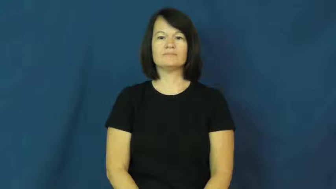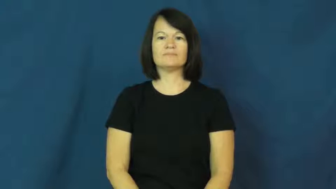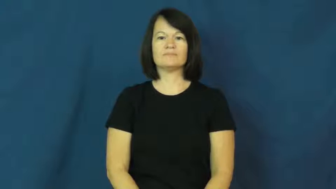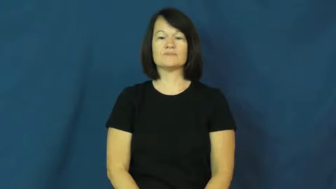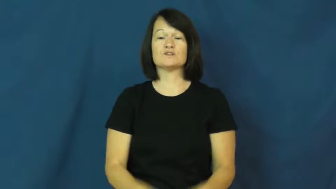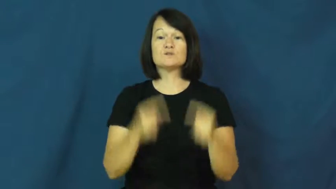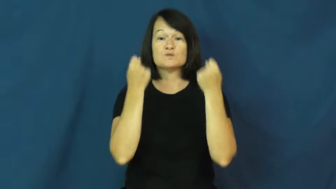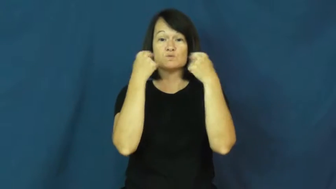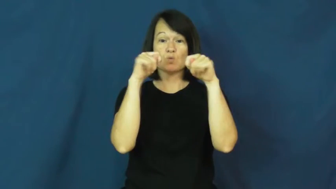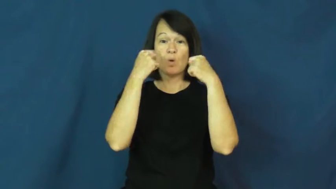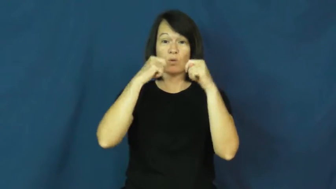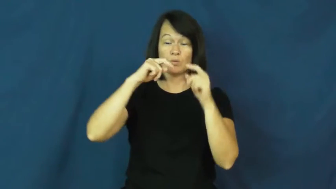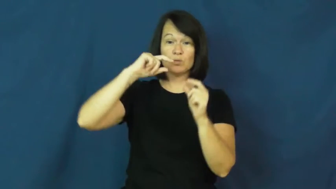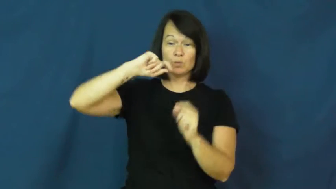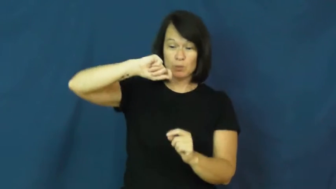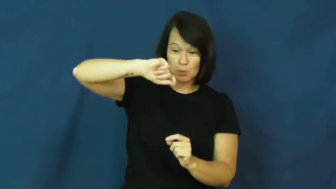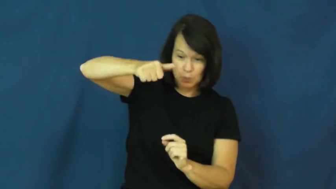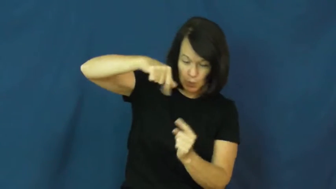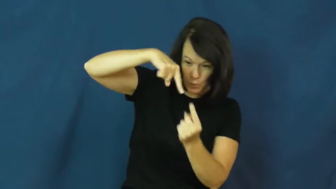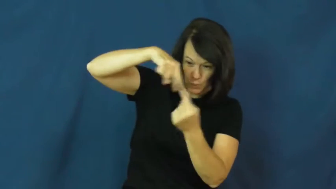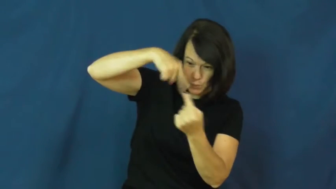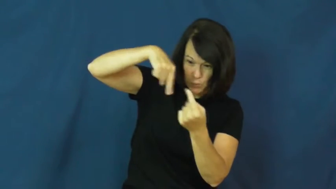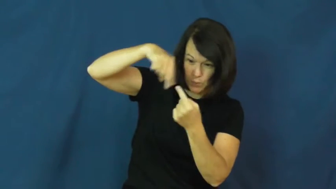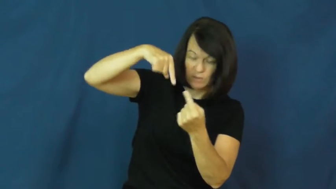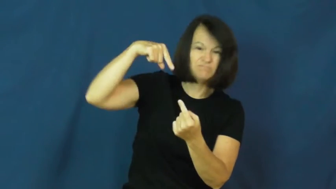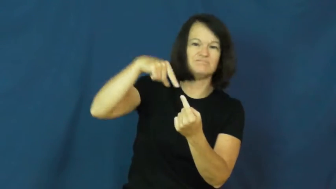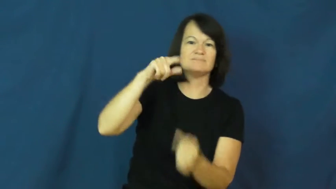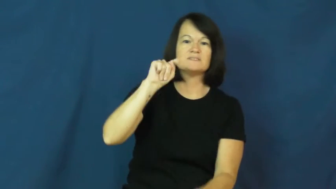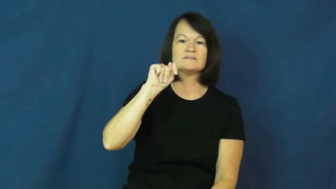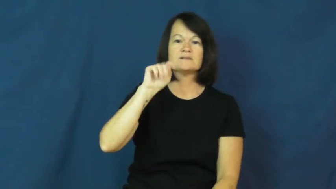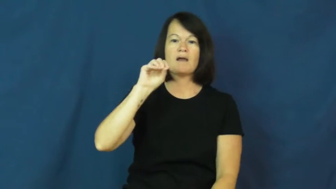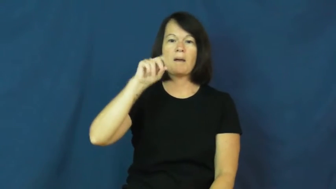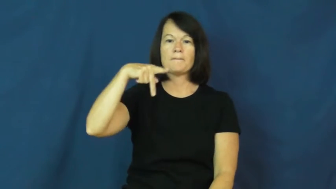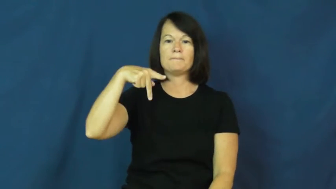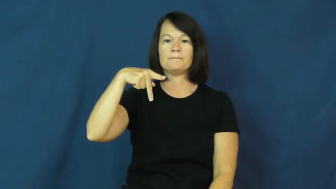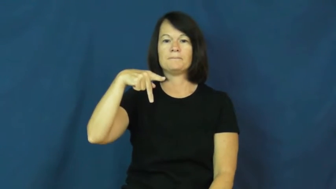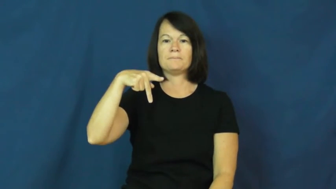top-toy